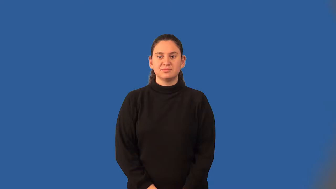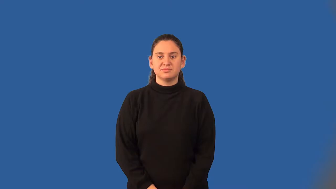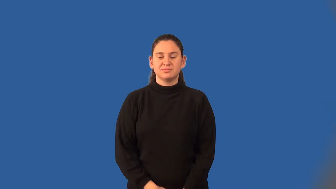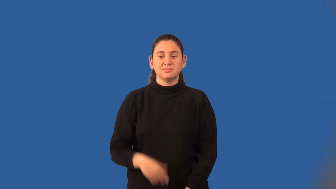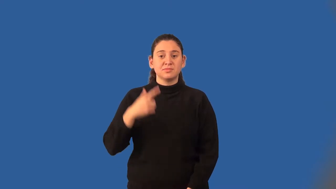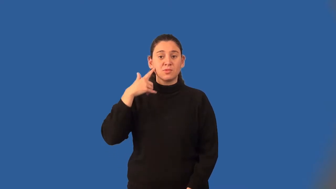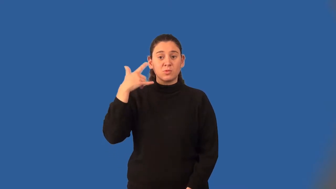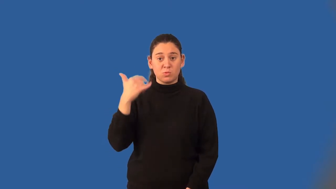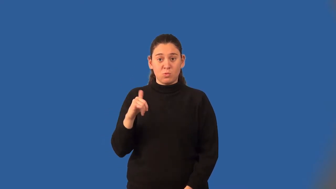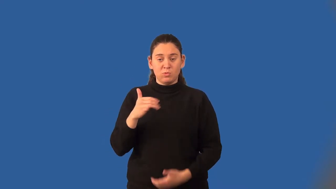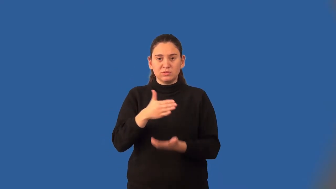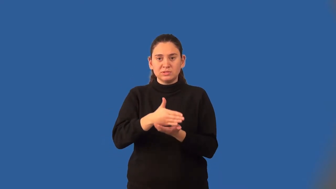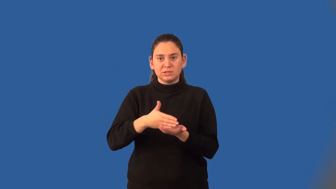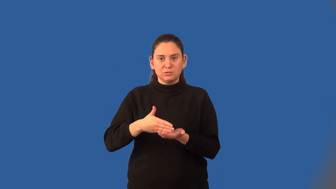great circle